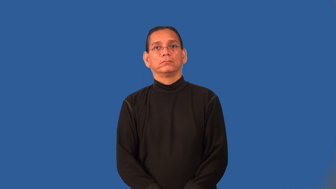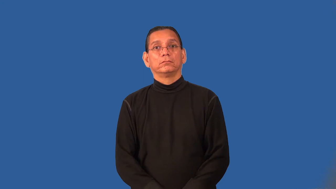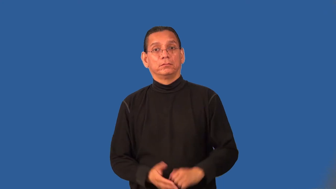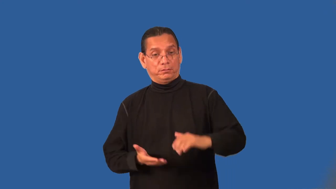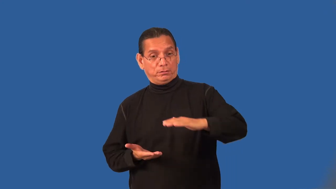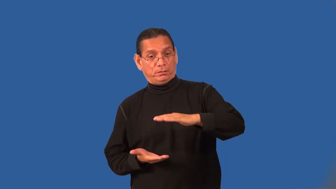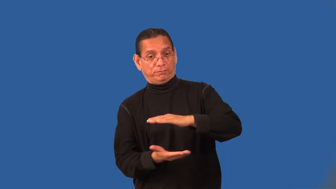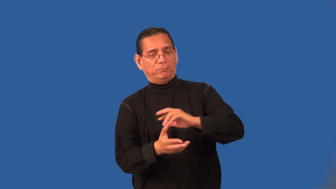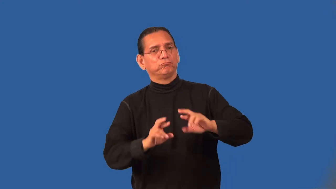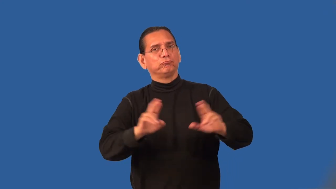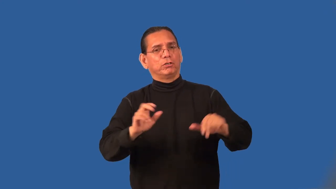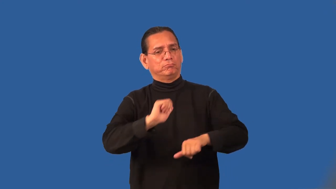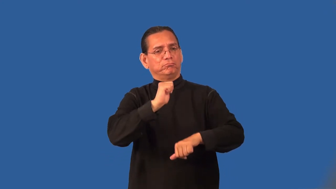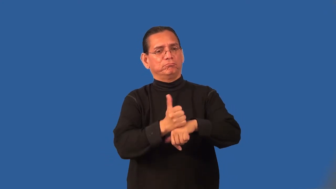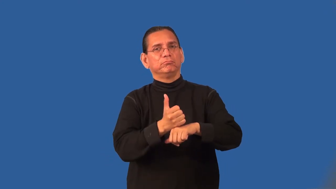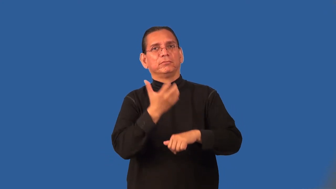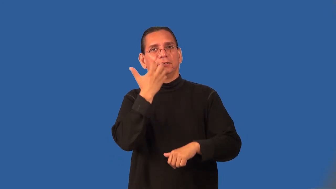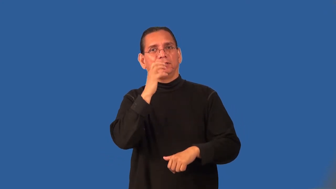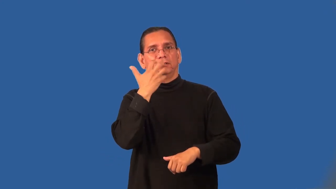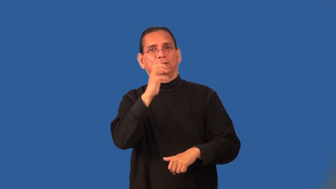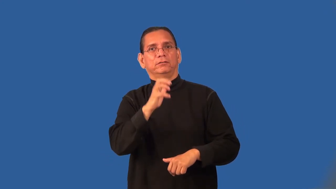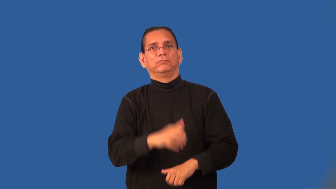preheat